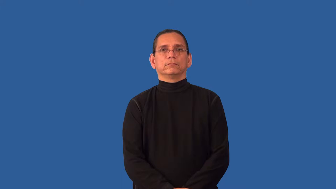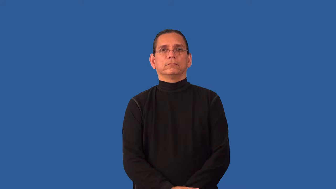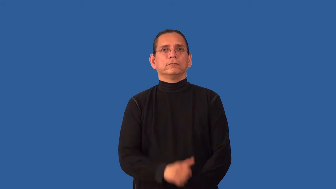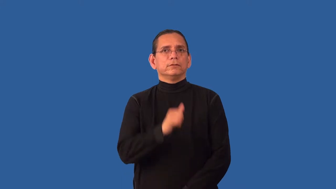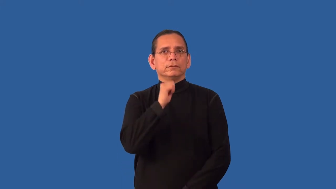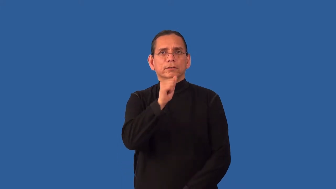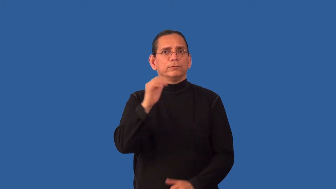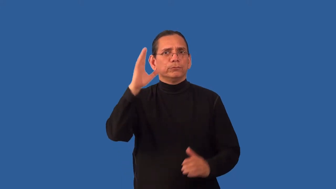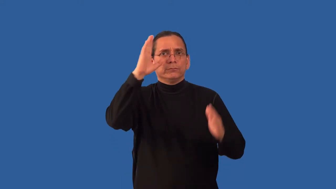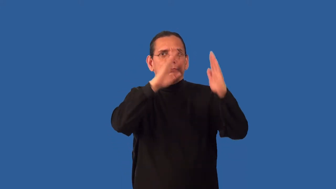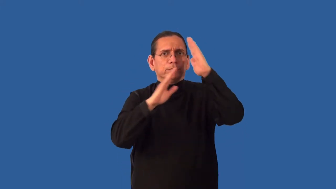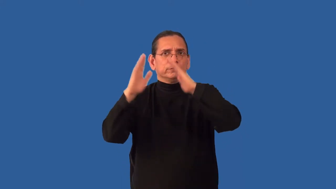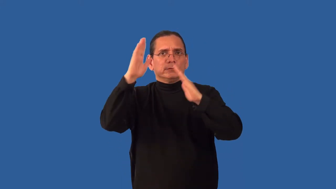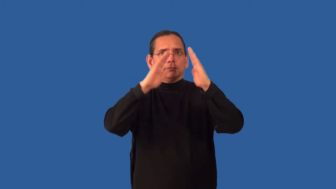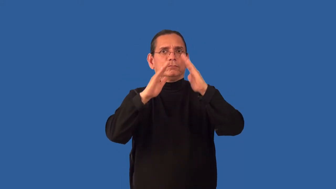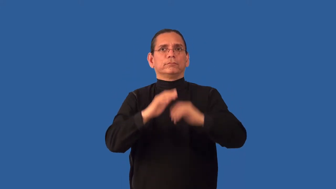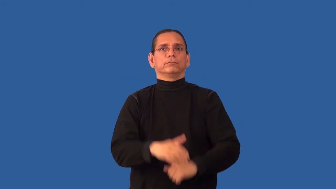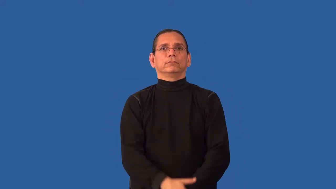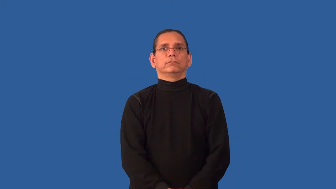unperturbed,untroubled